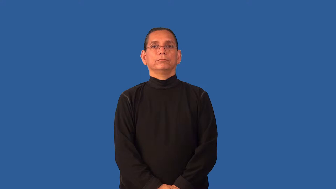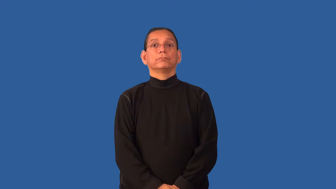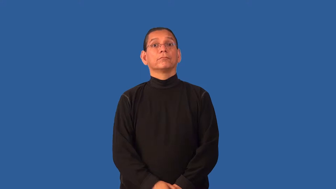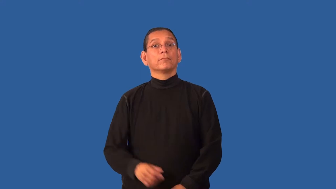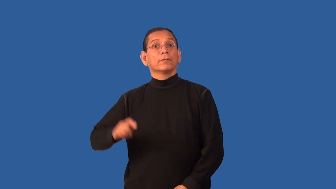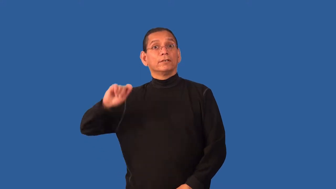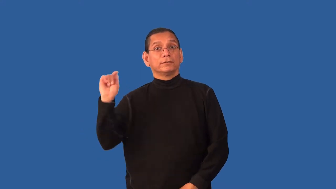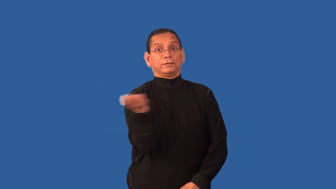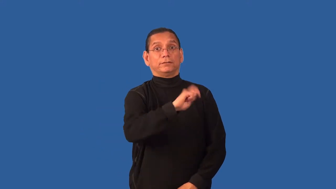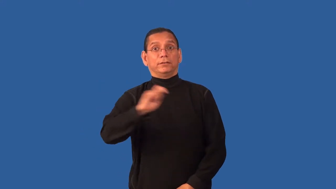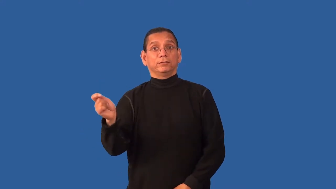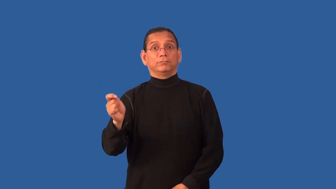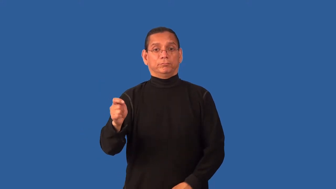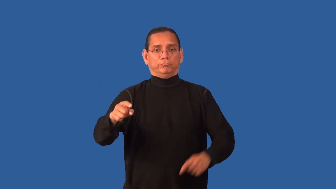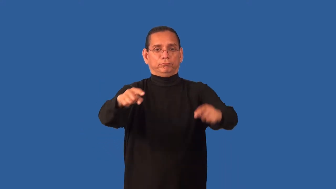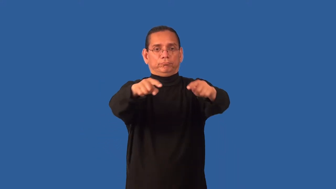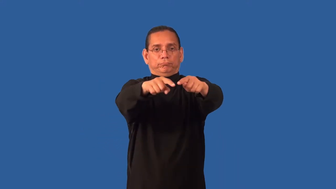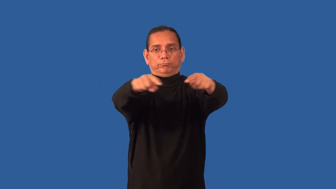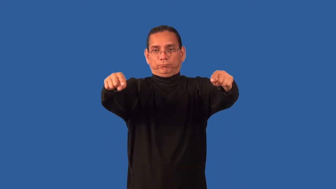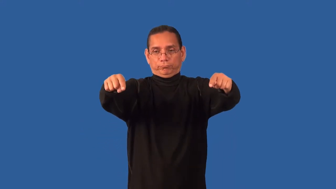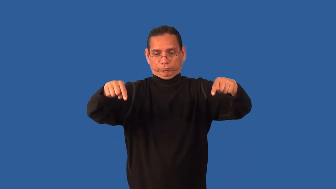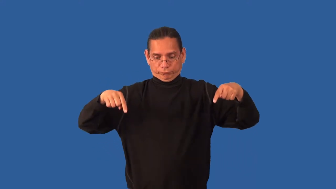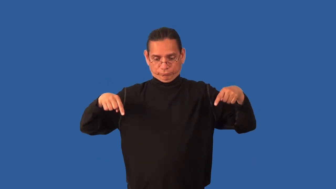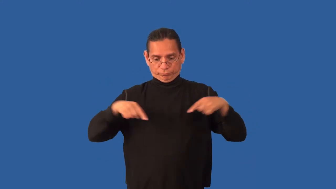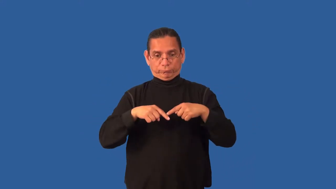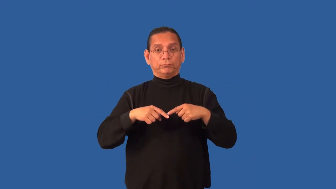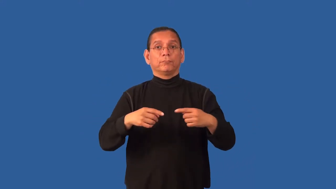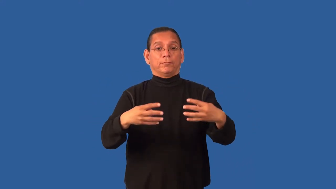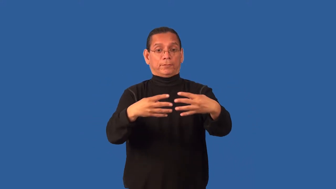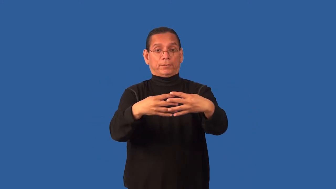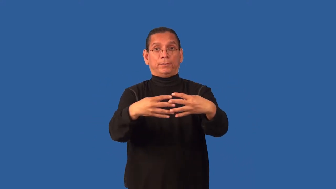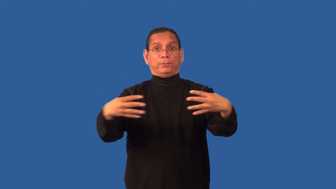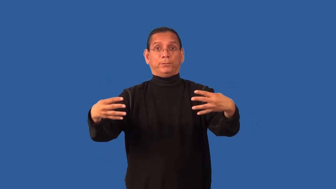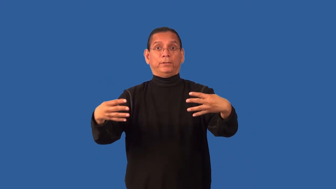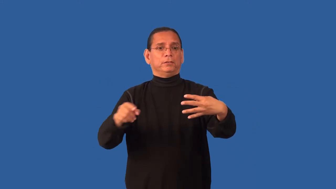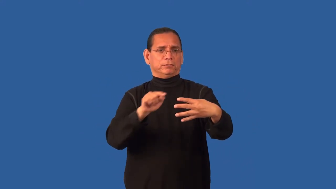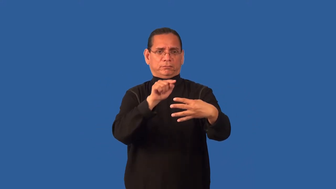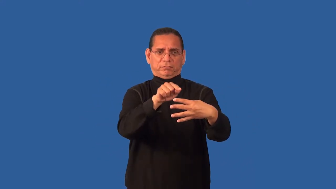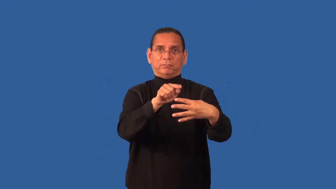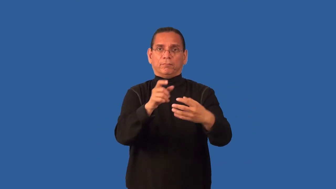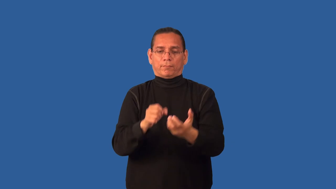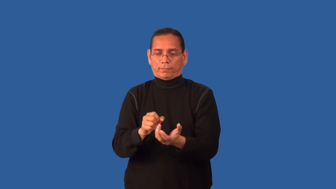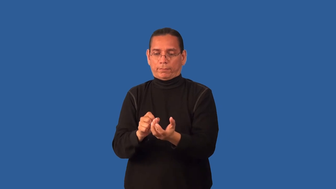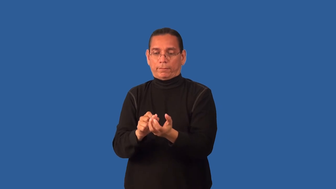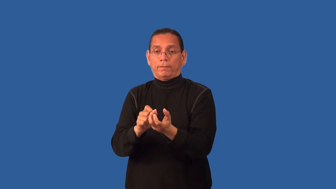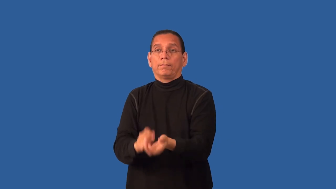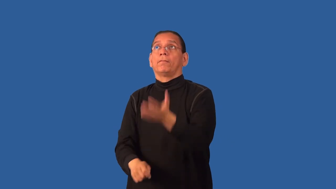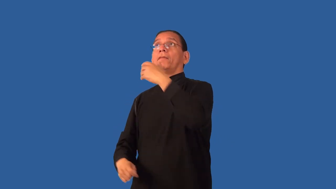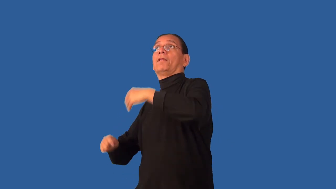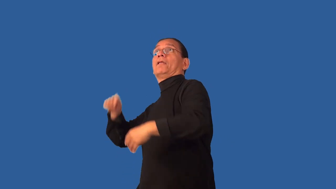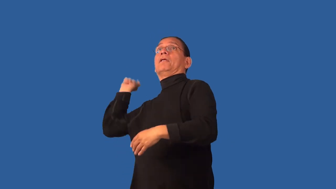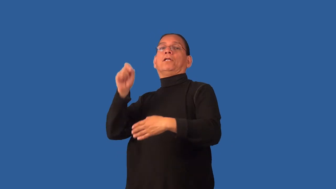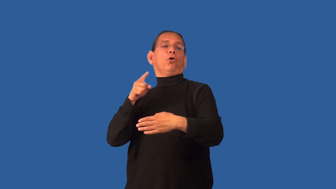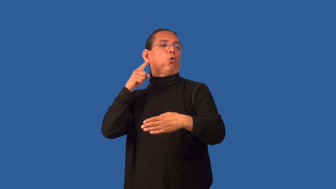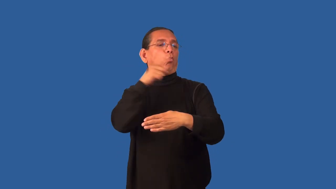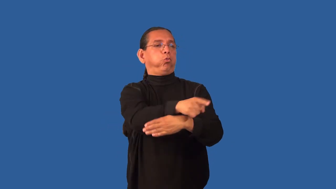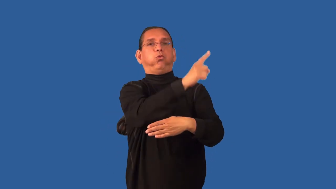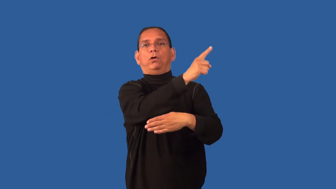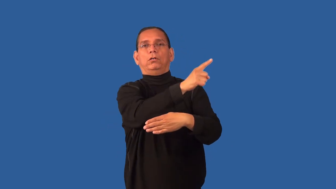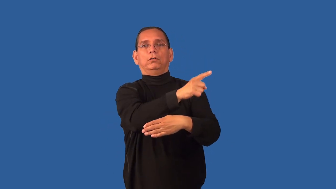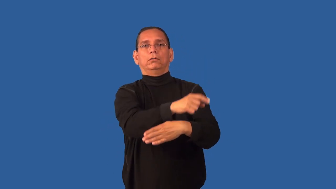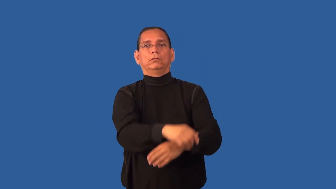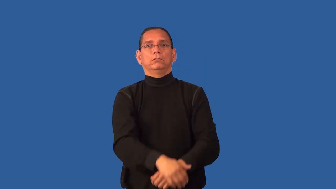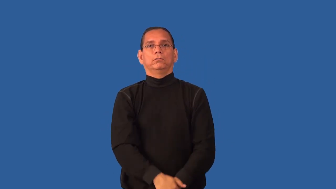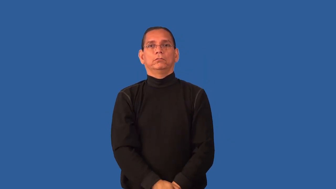fault-tennis